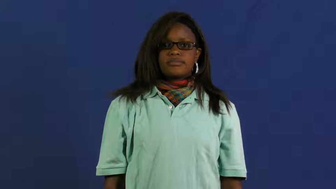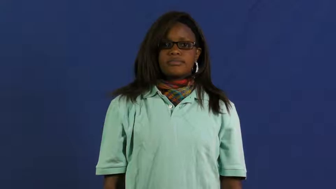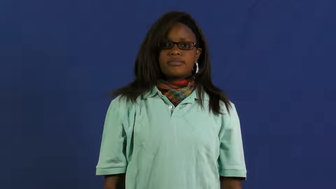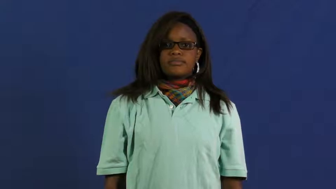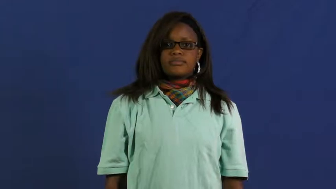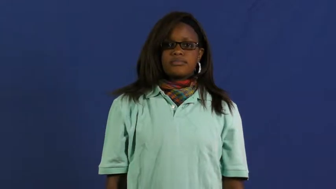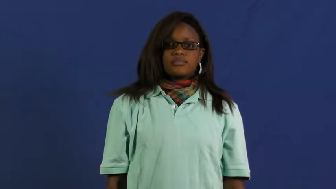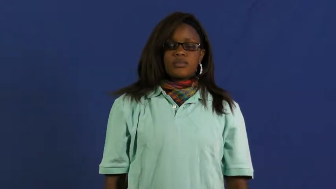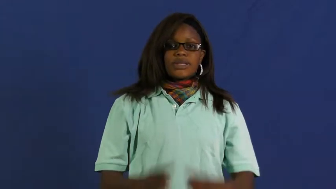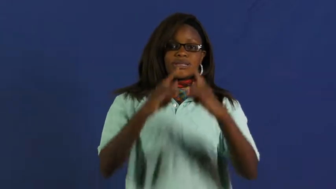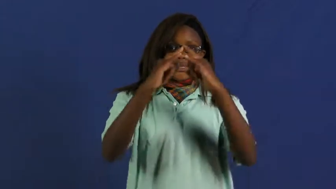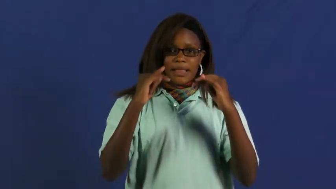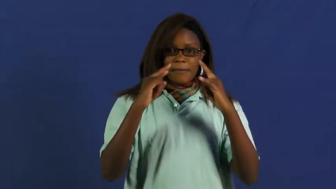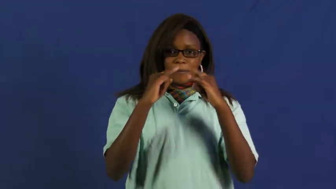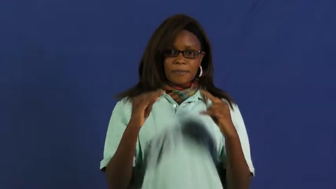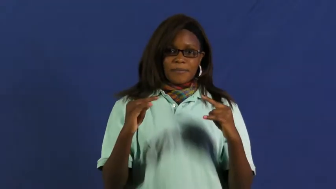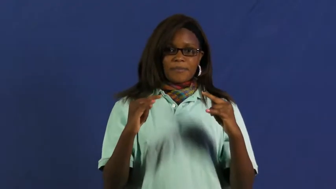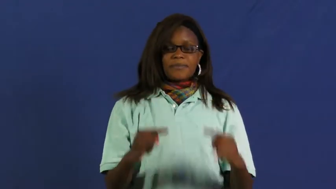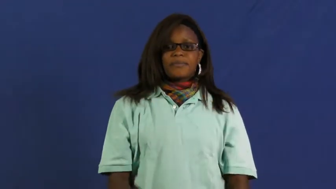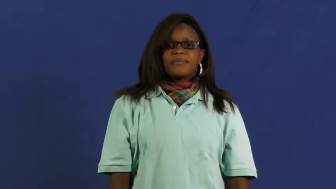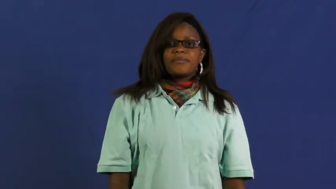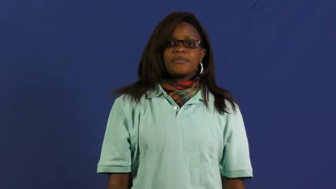encampment